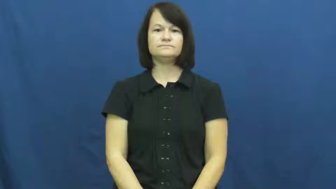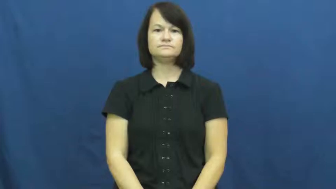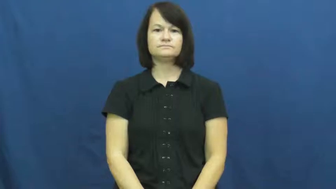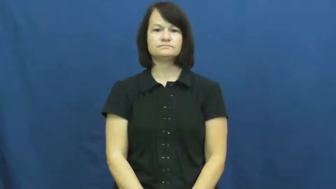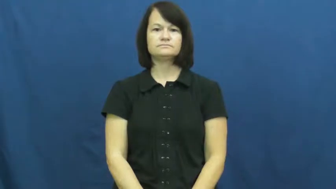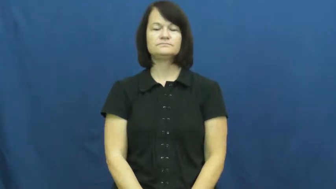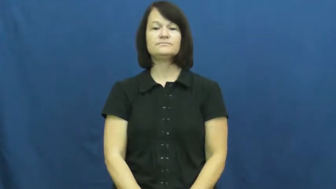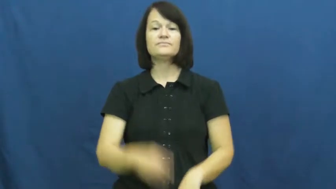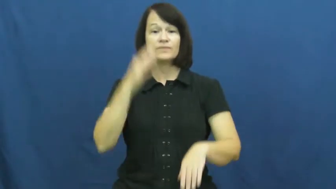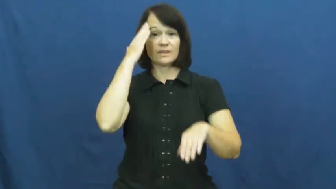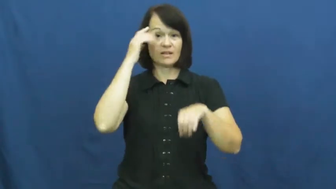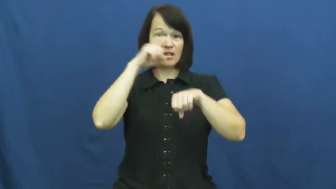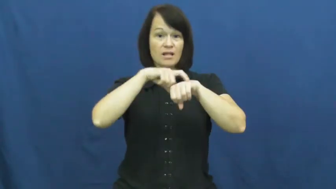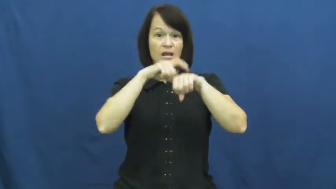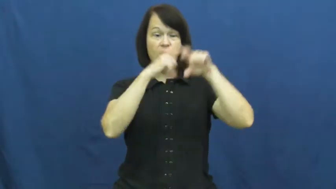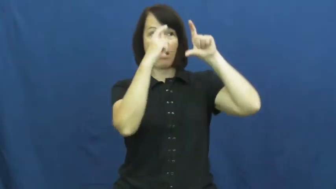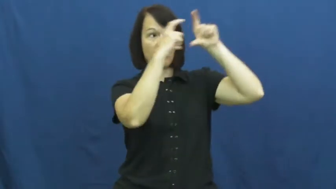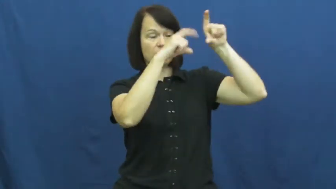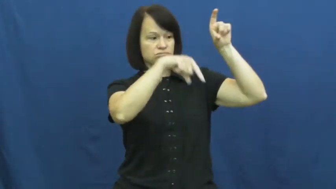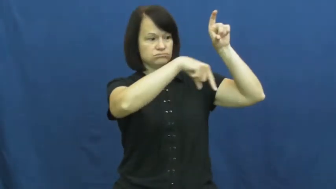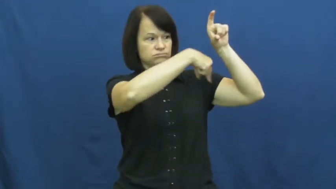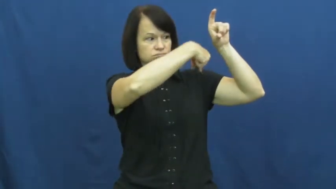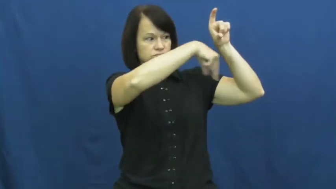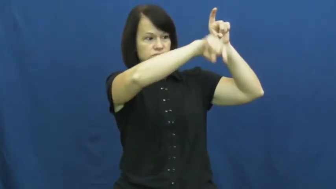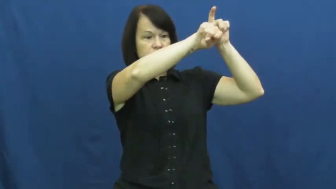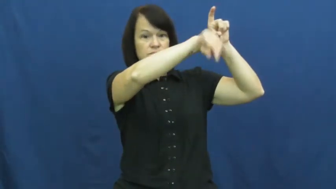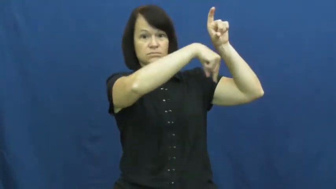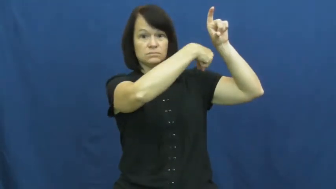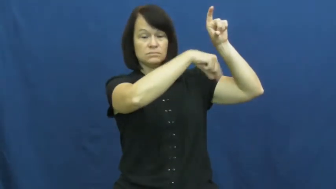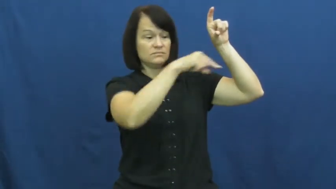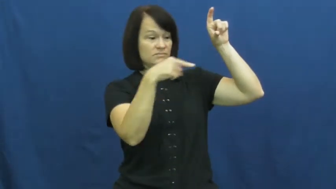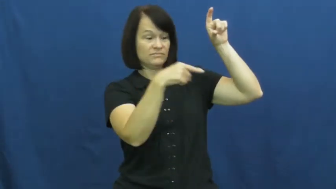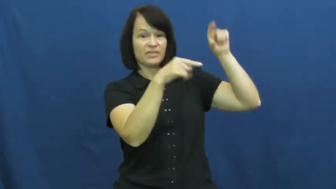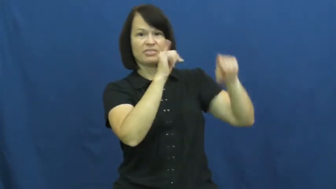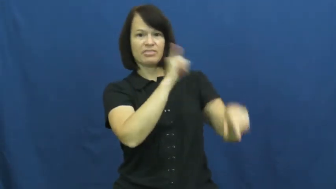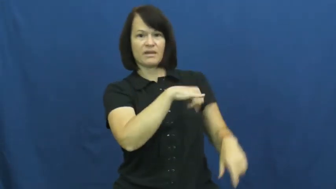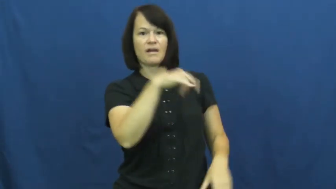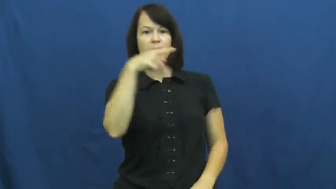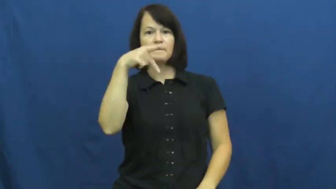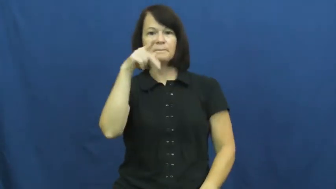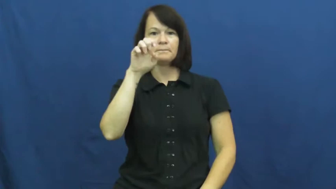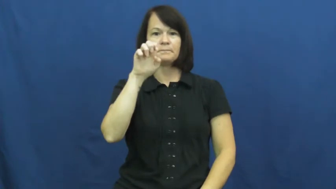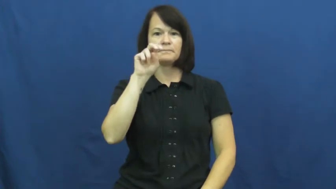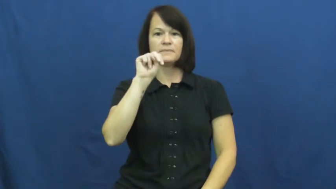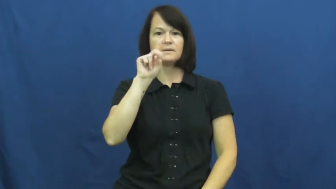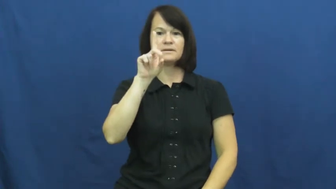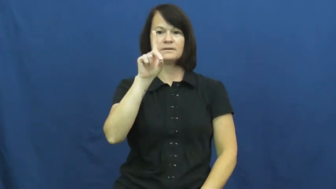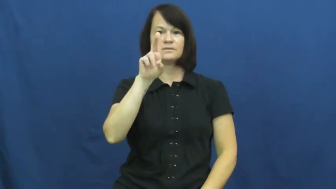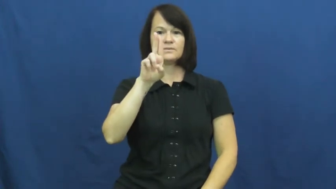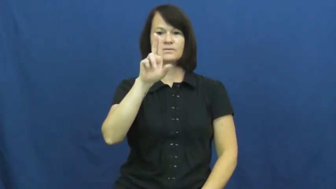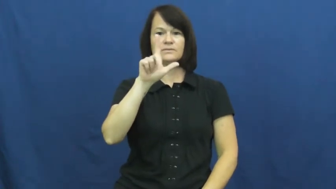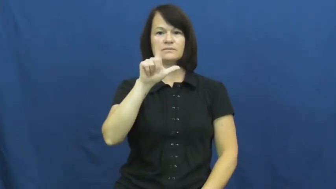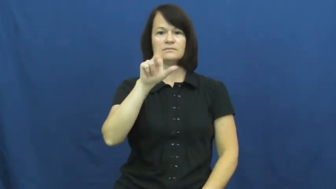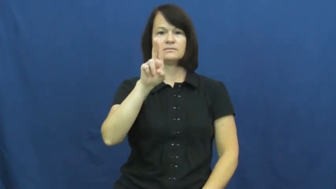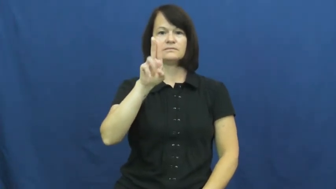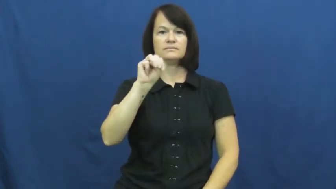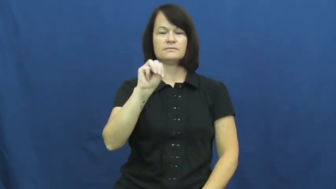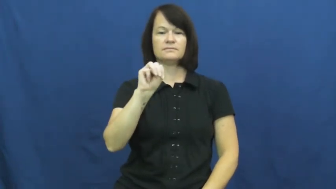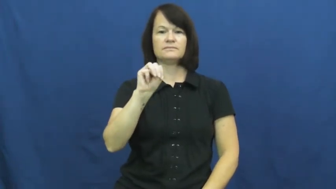pendulum